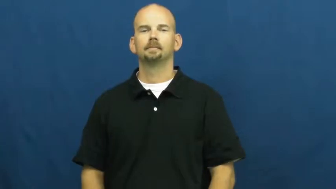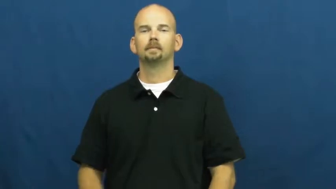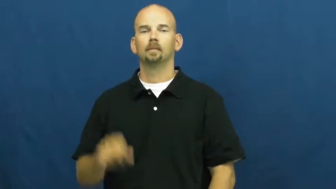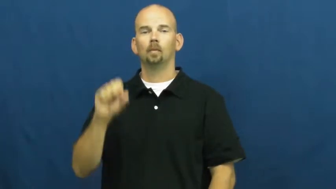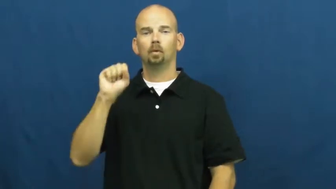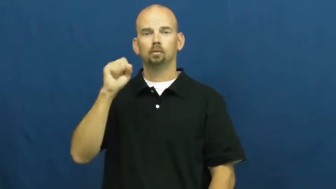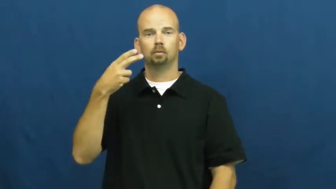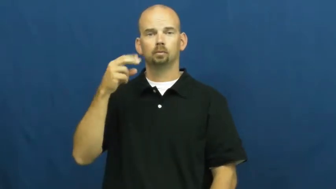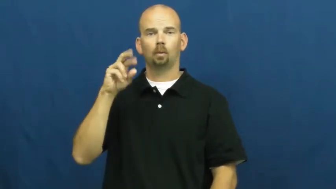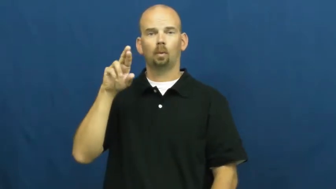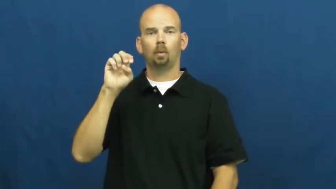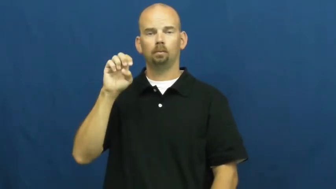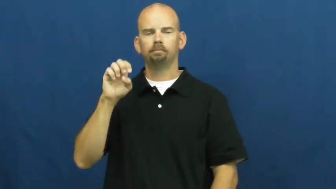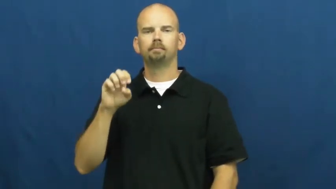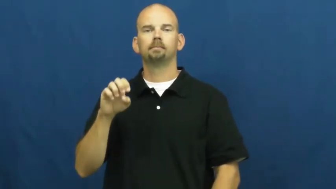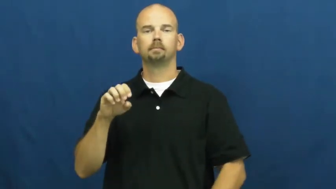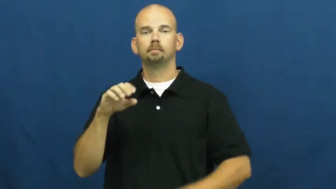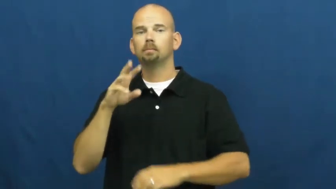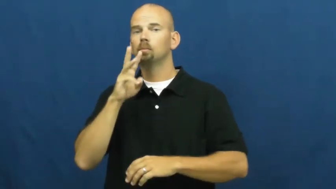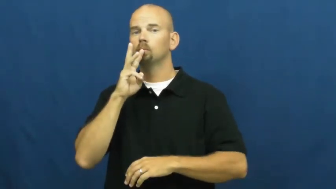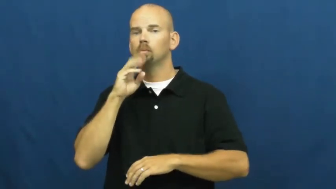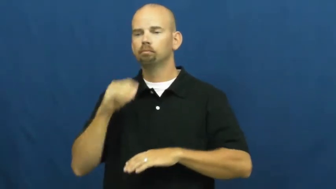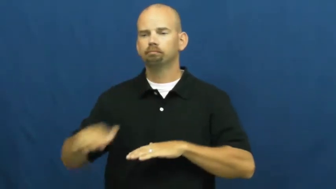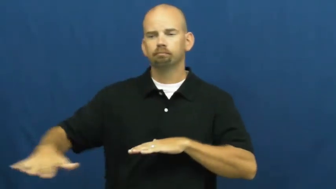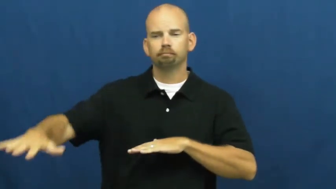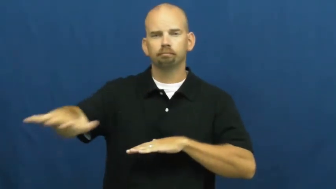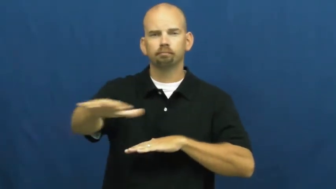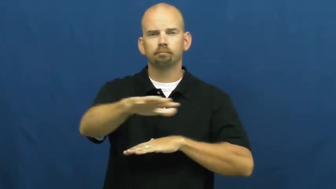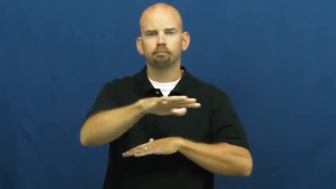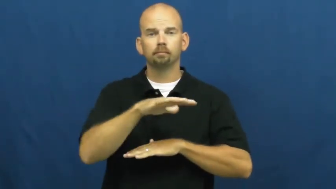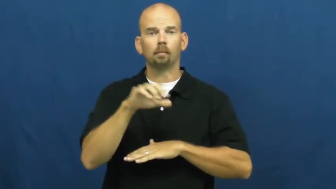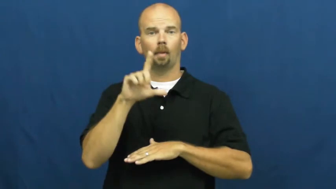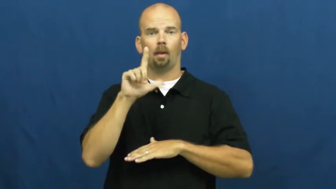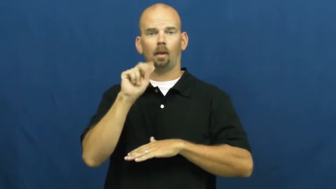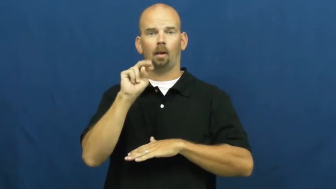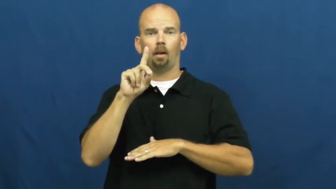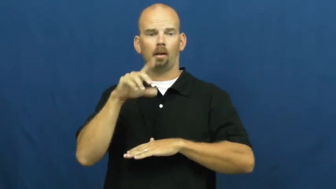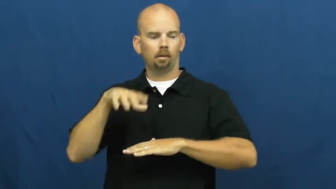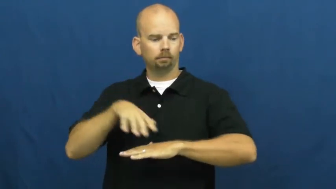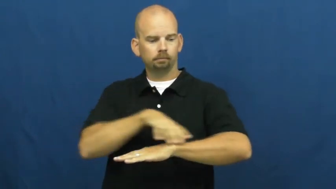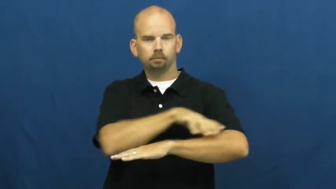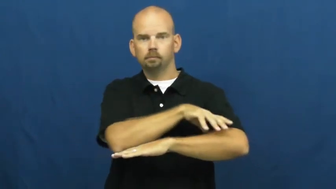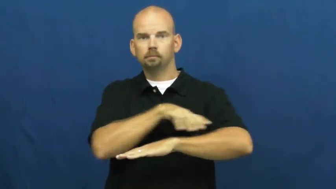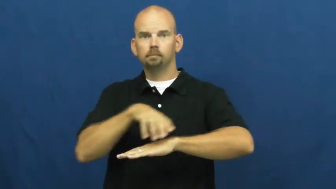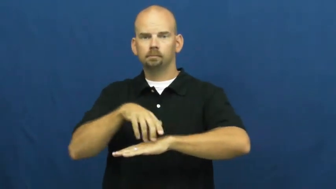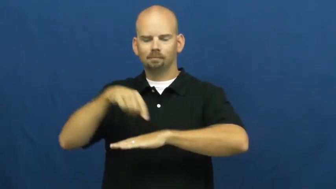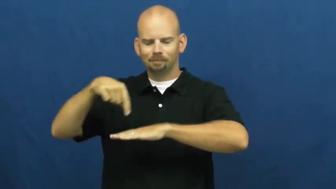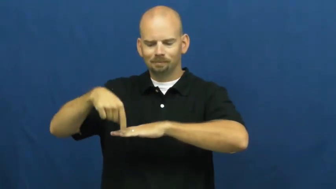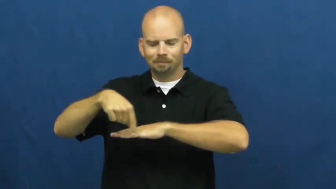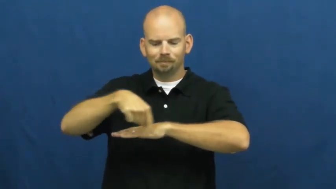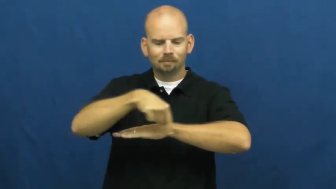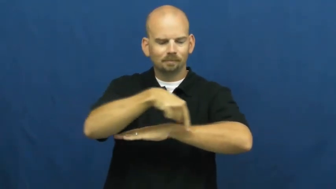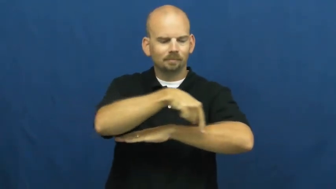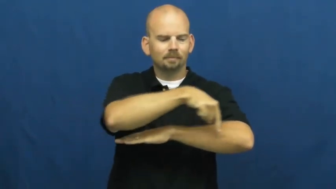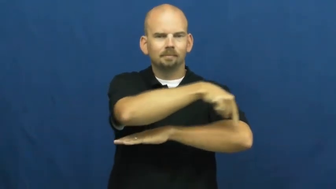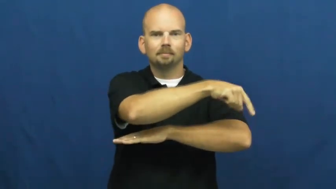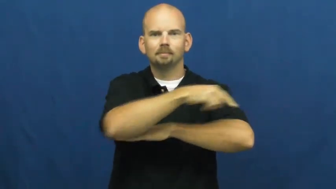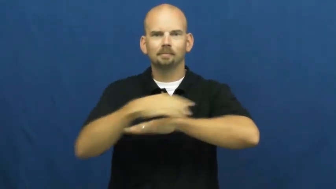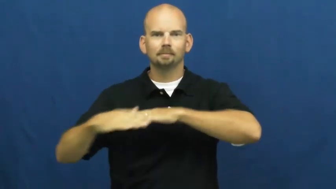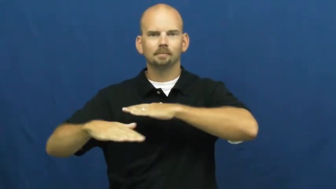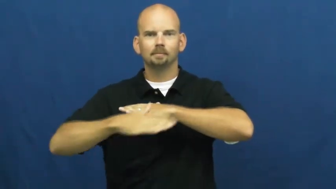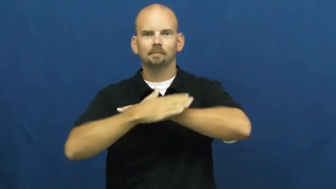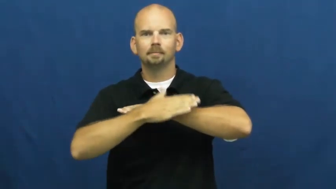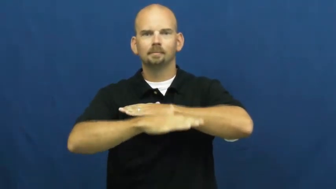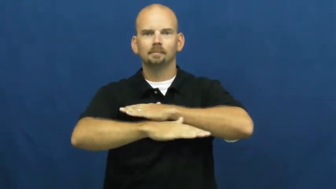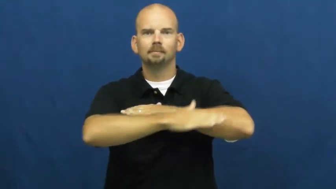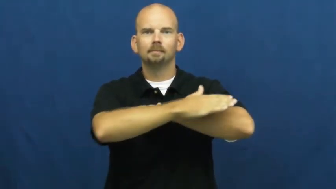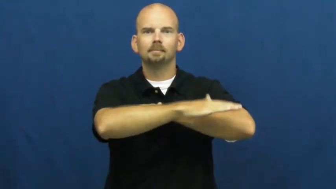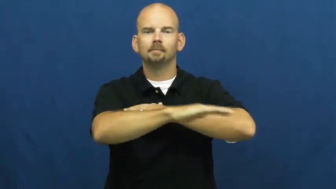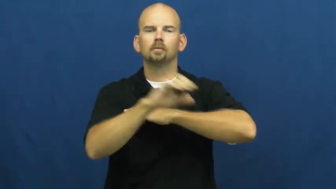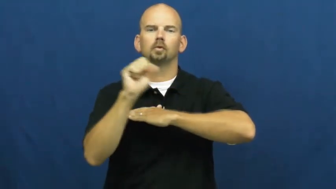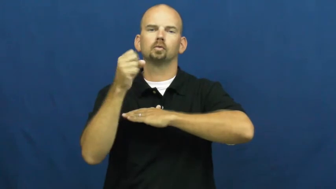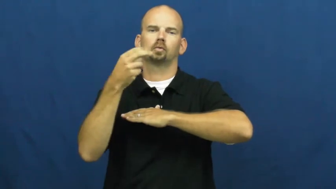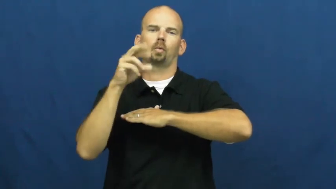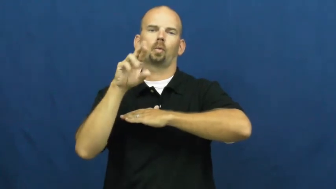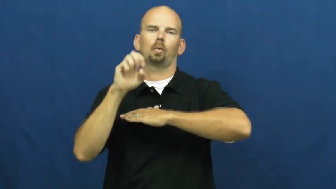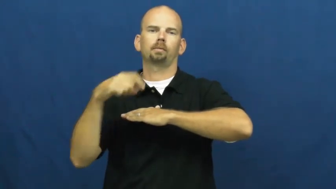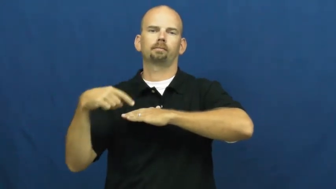shore,shorline